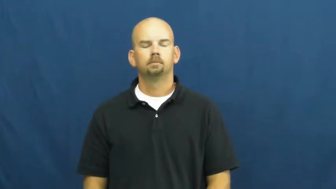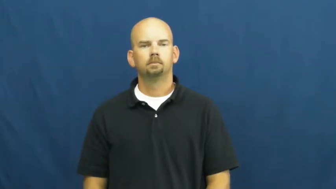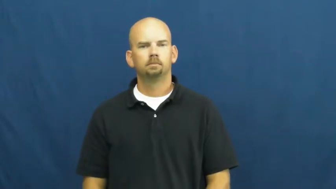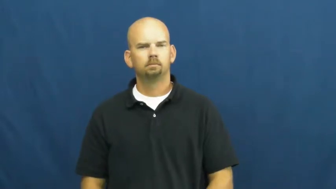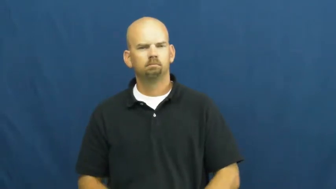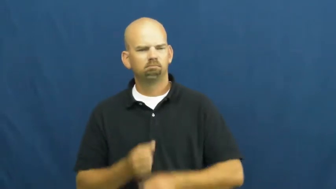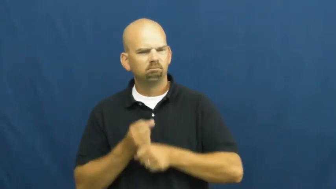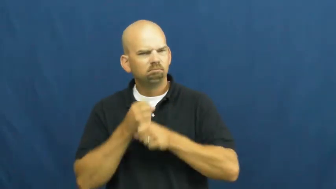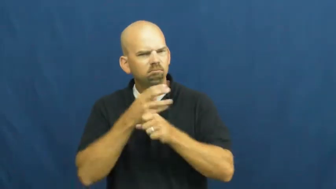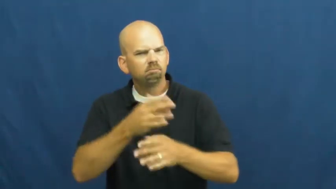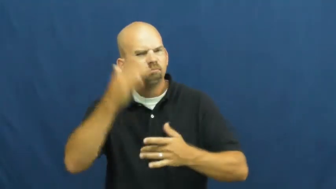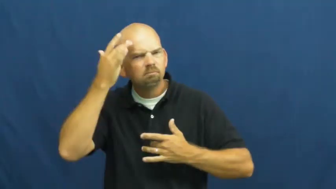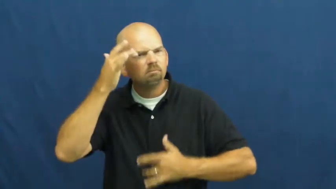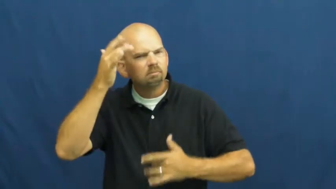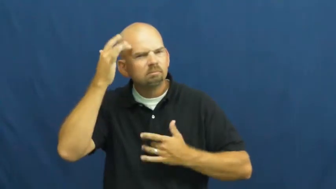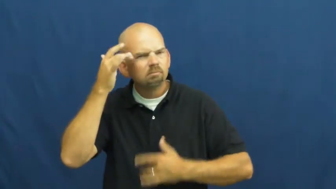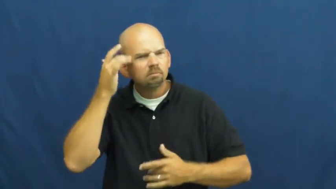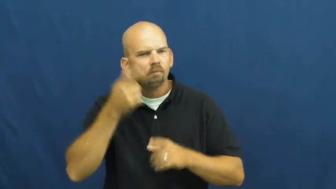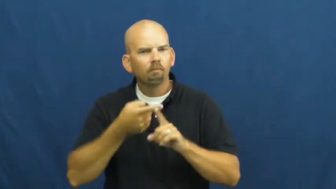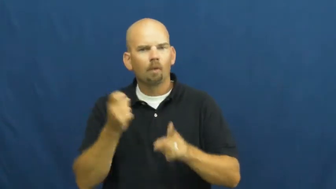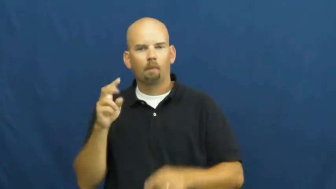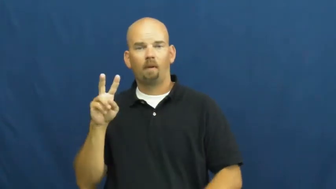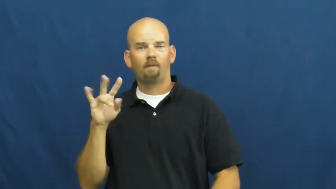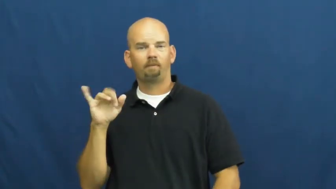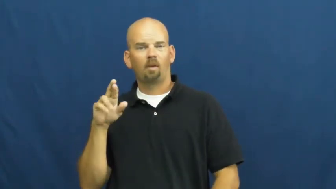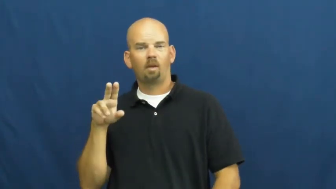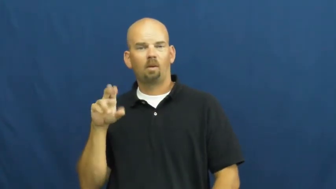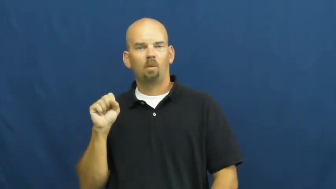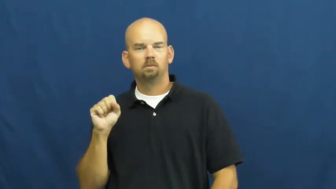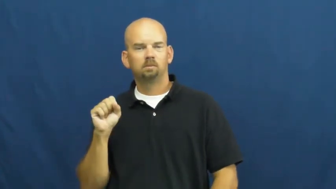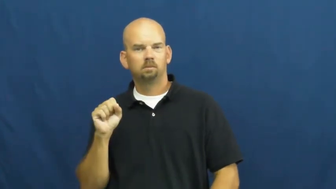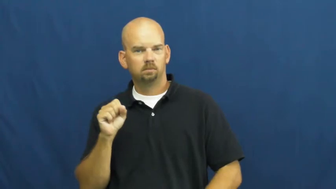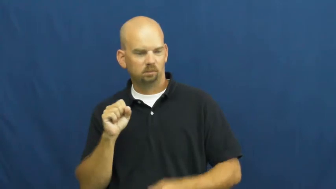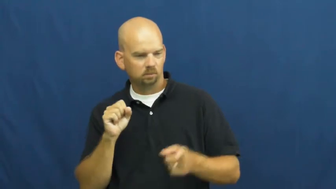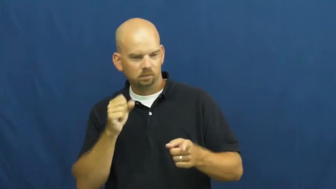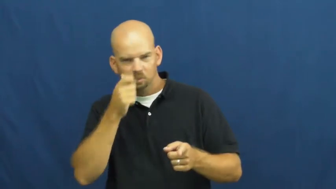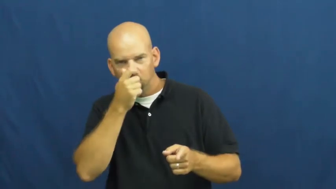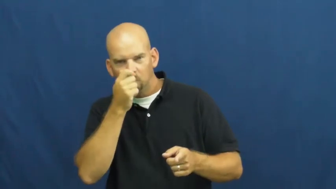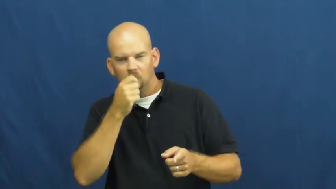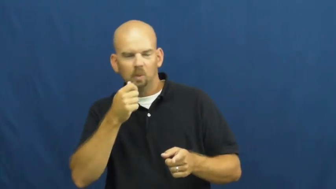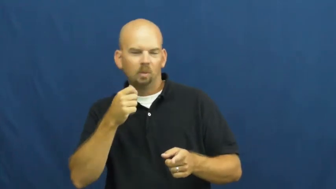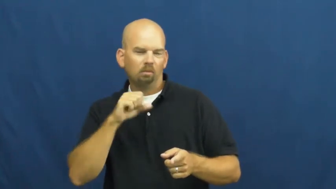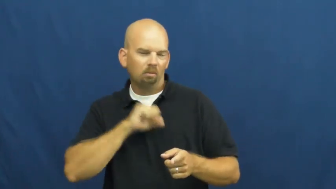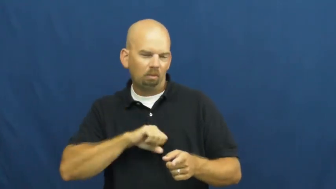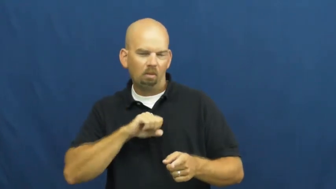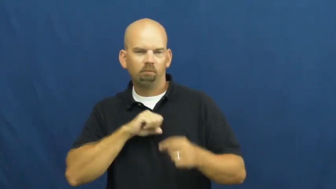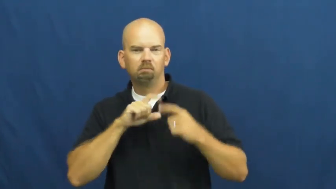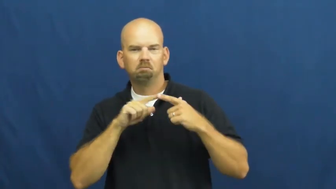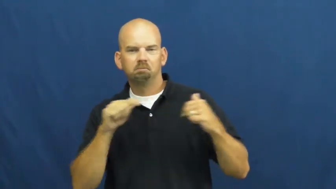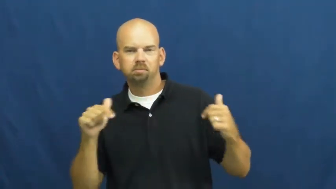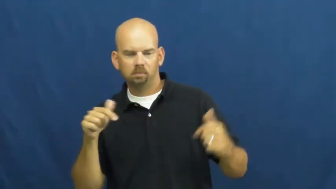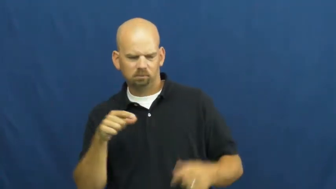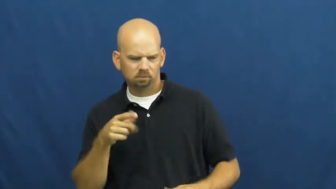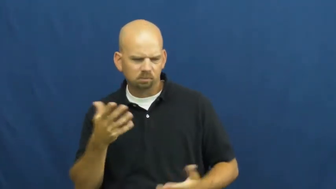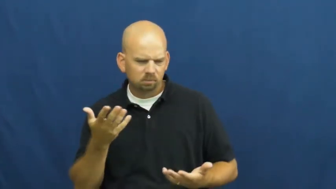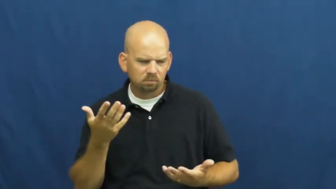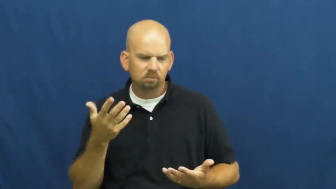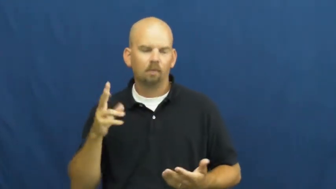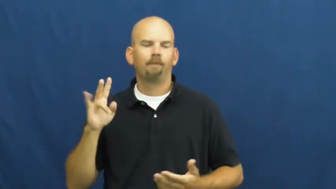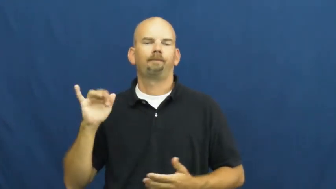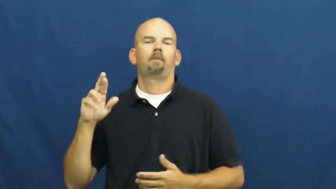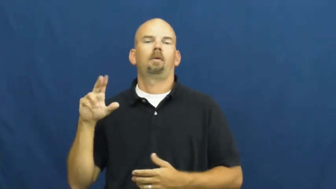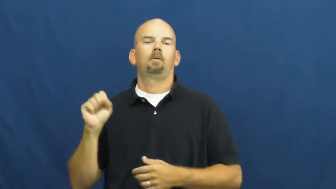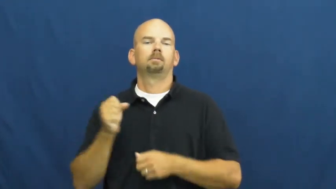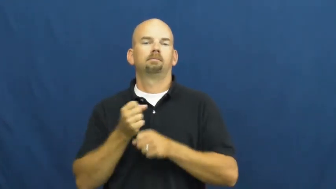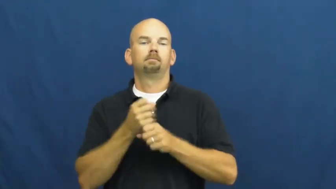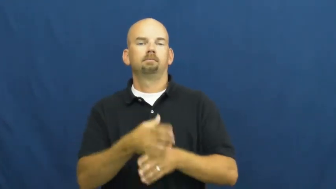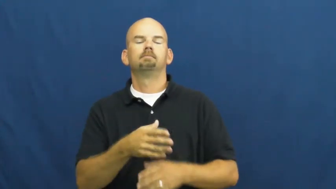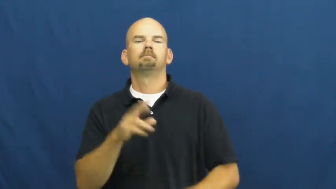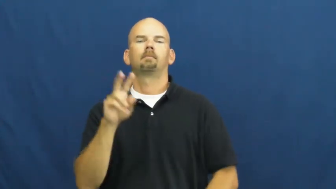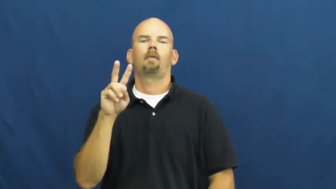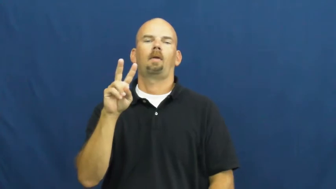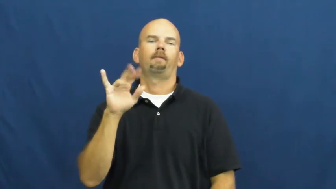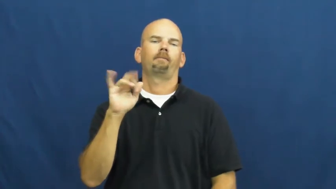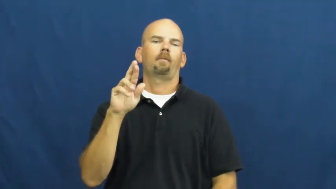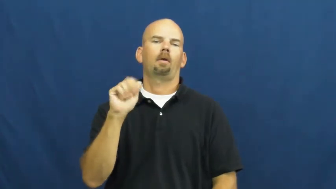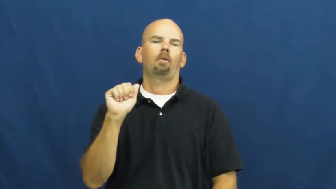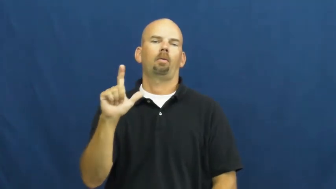viral-sick